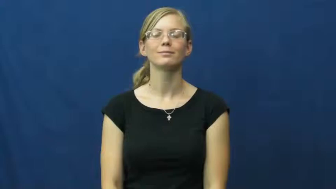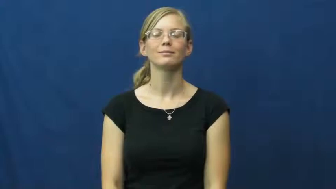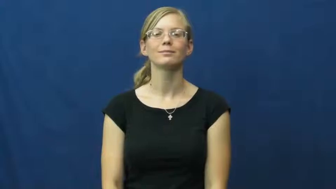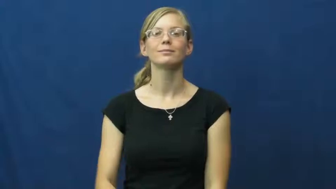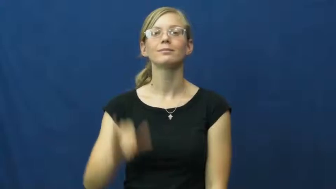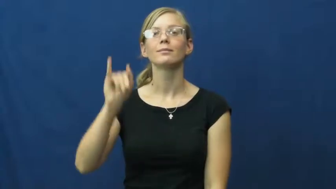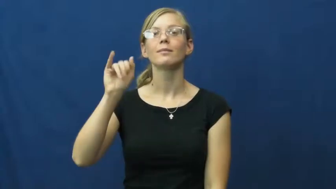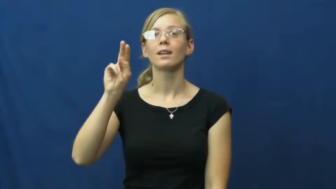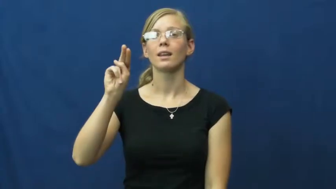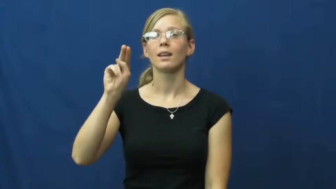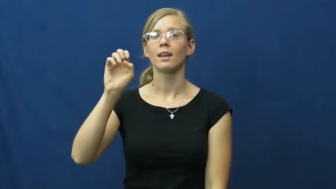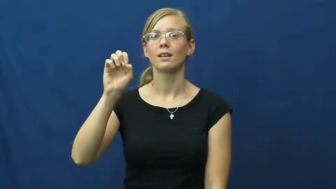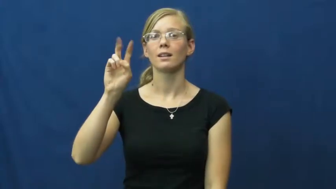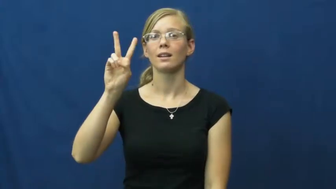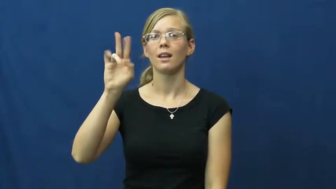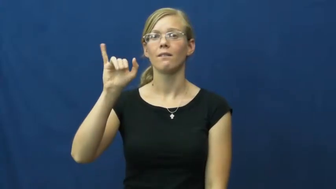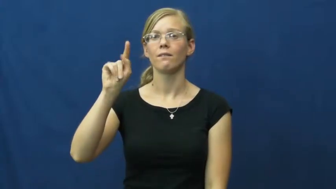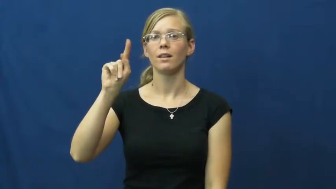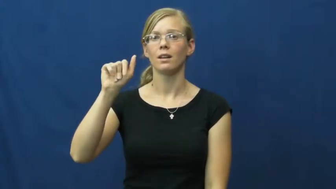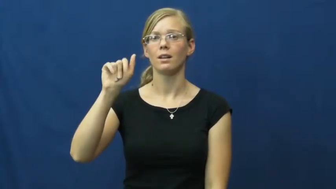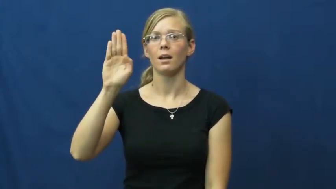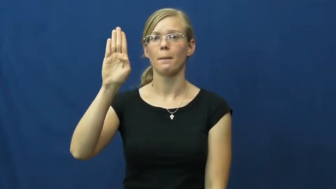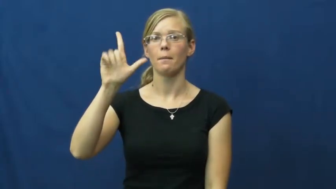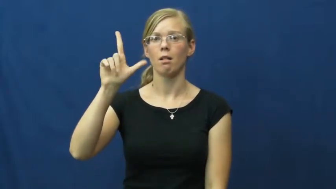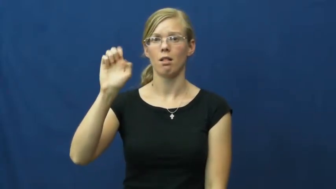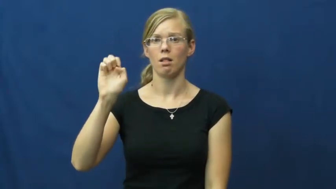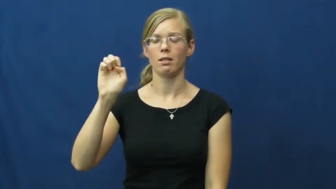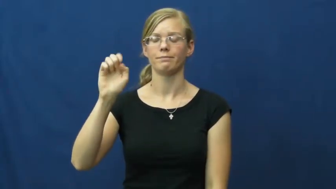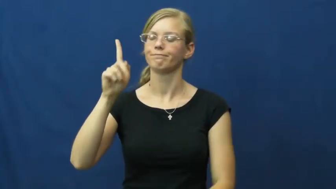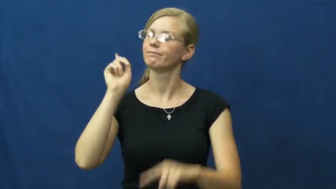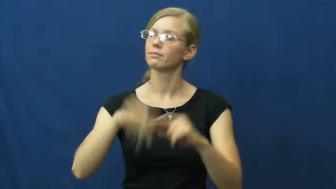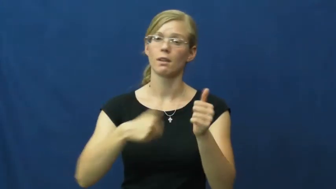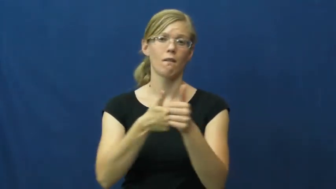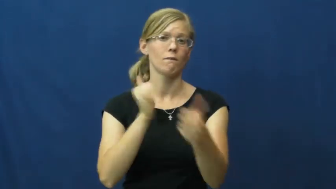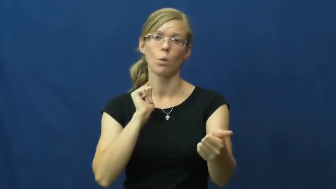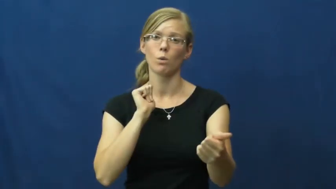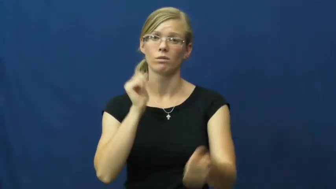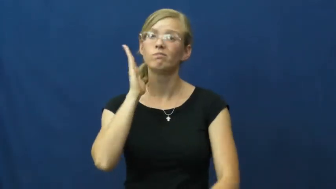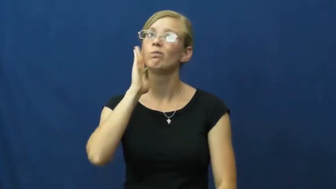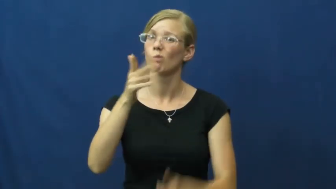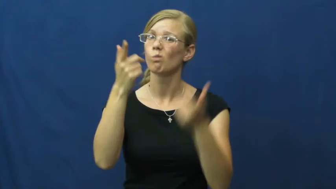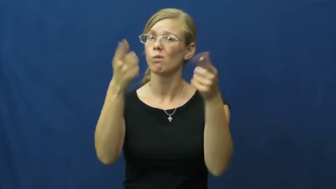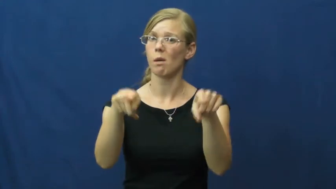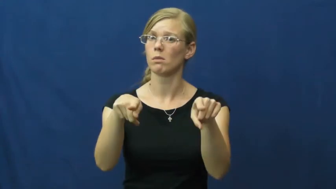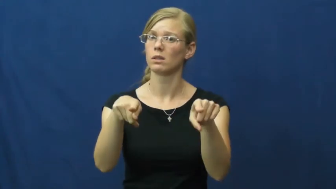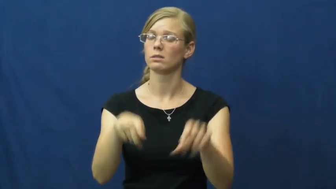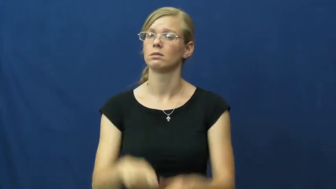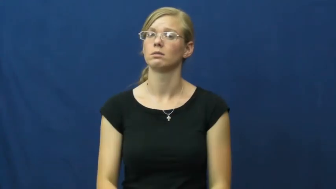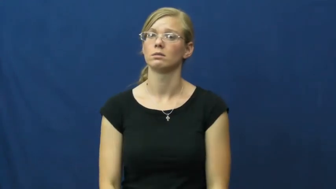inevitable